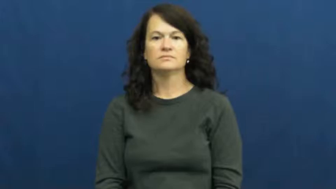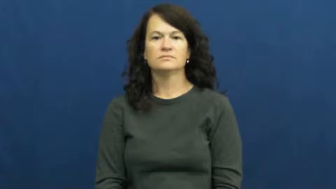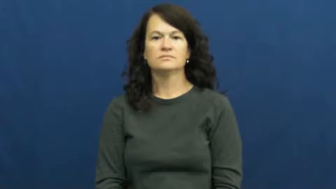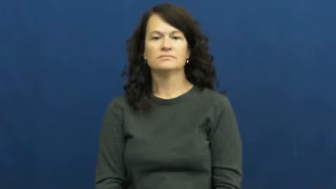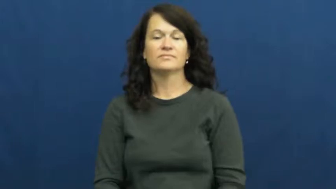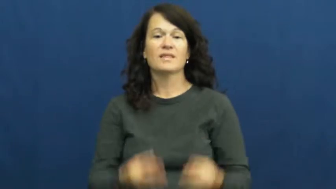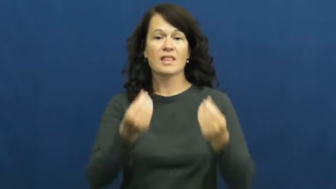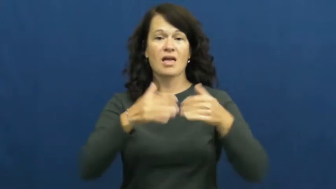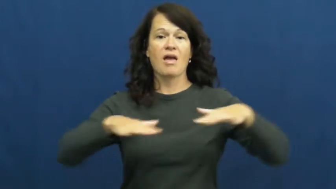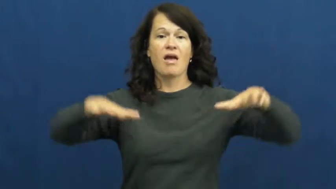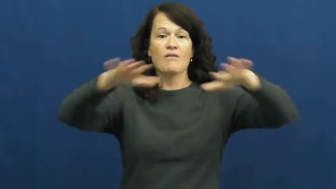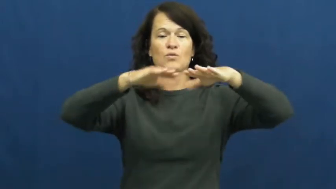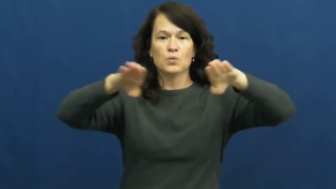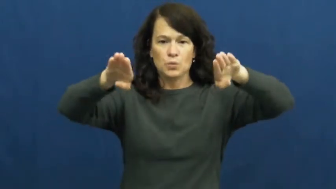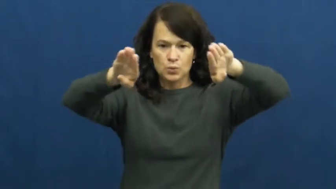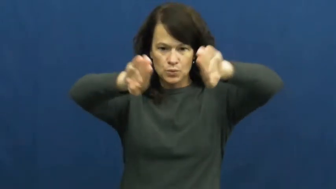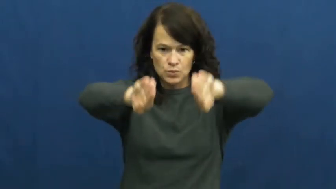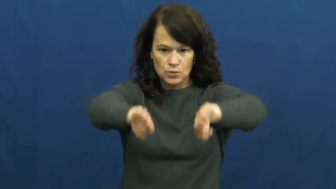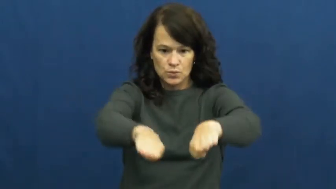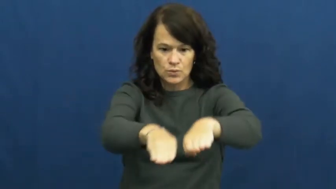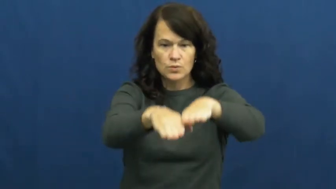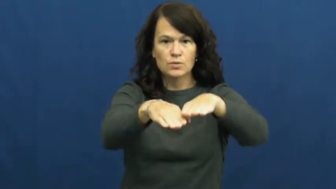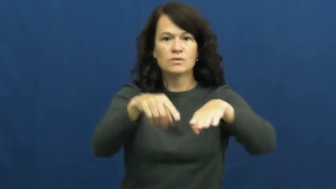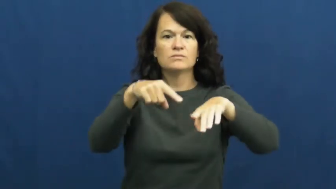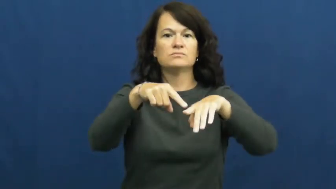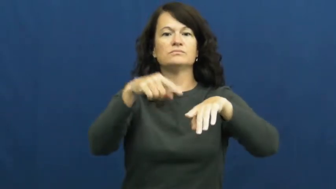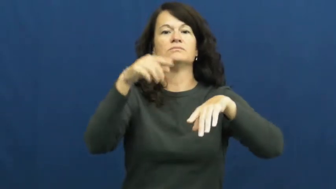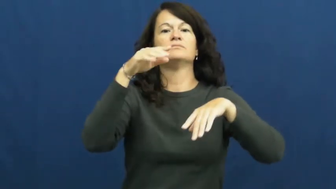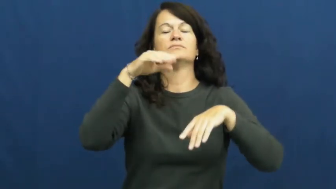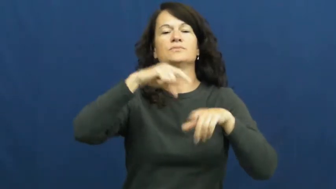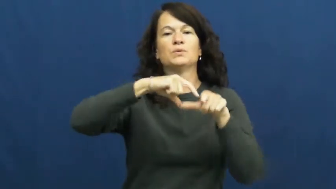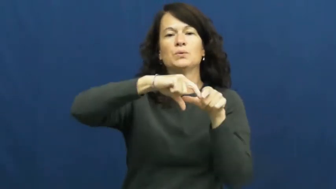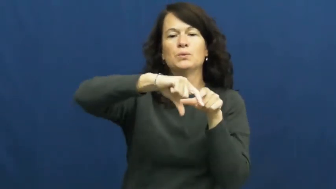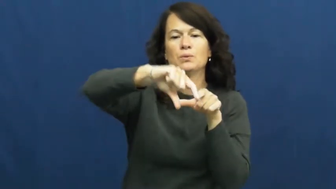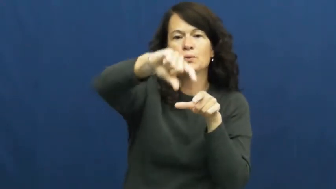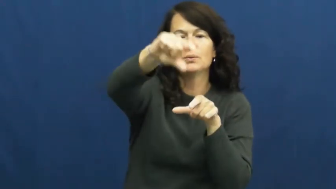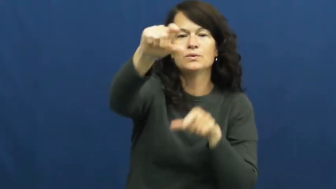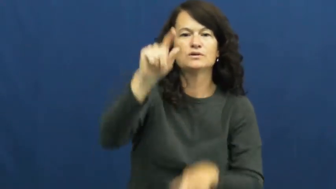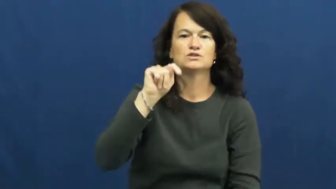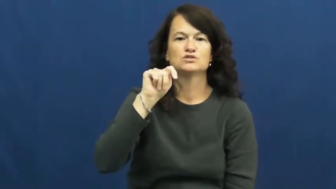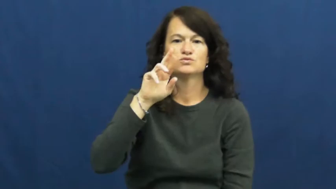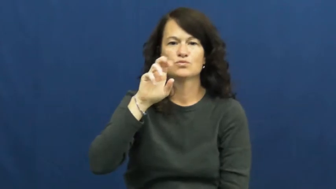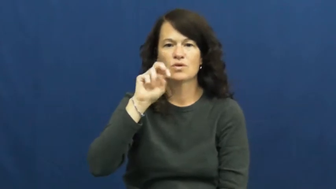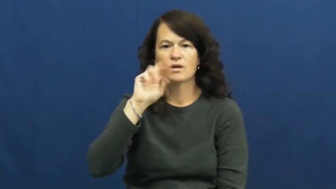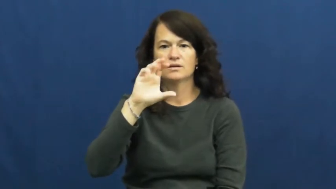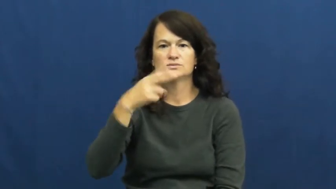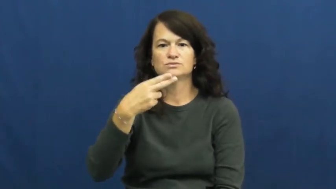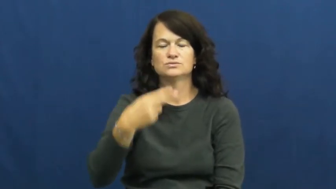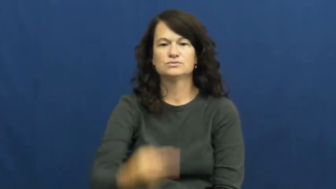trench